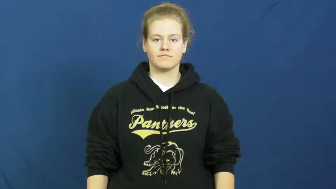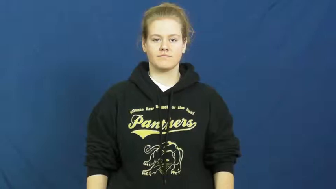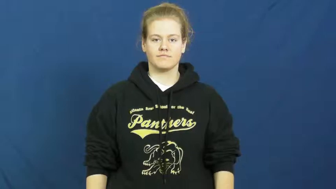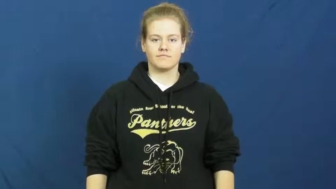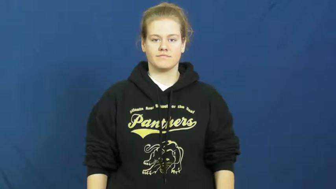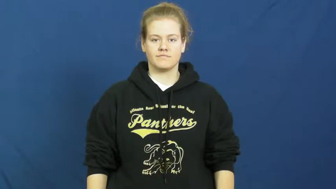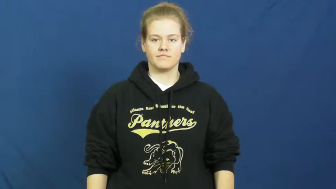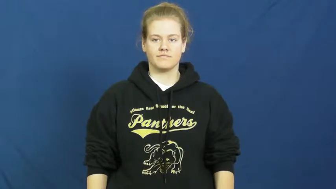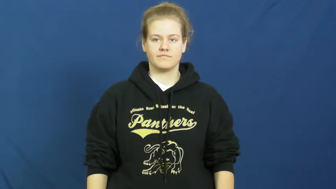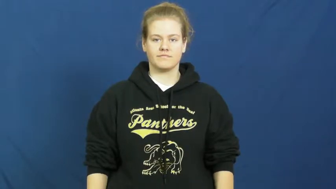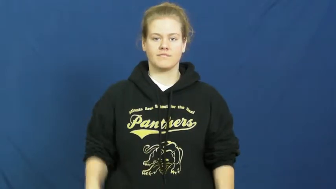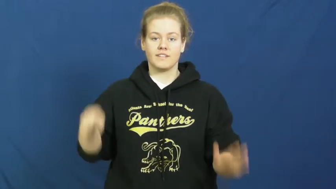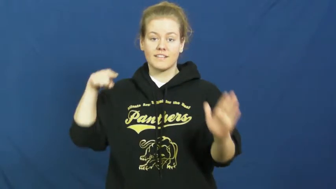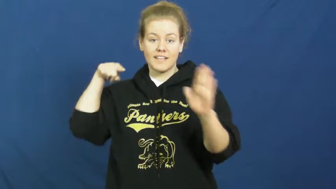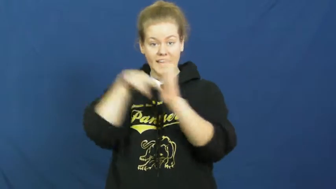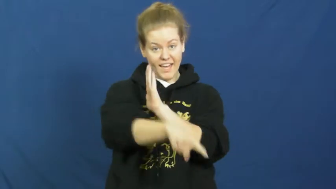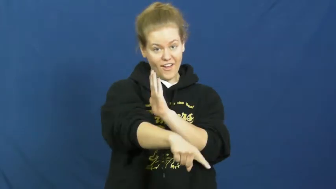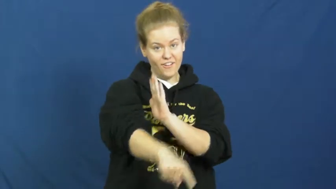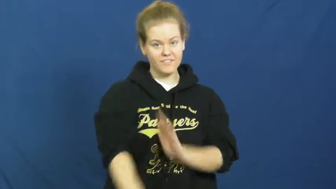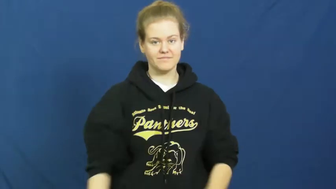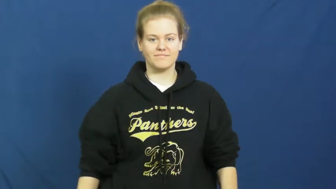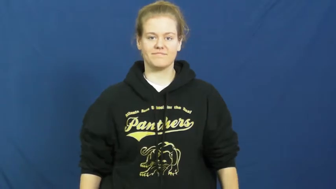waste,bump off,cut down,finish off,etc